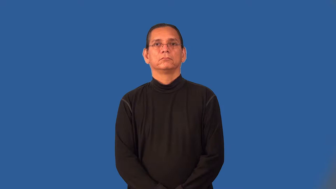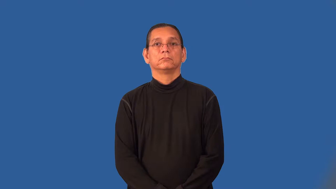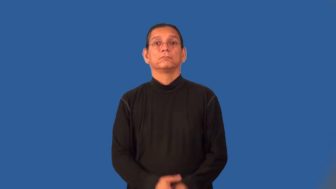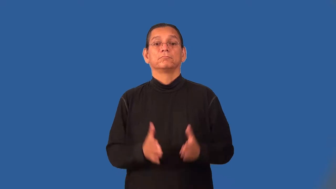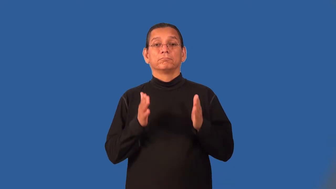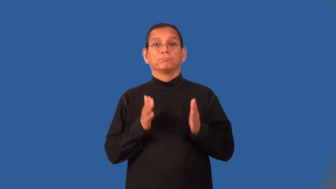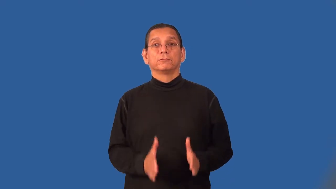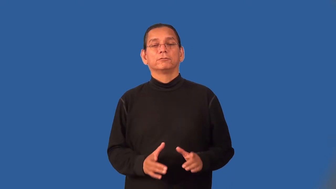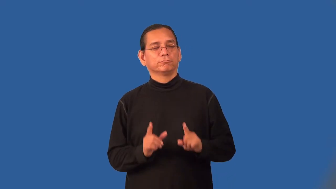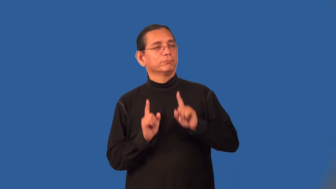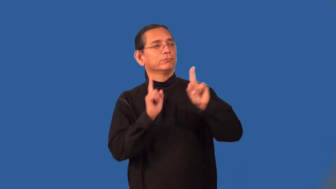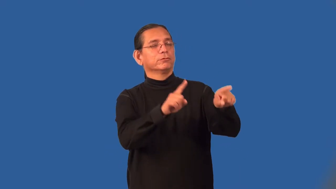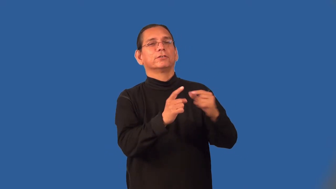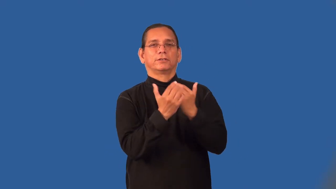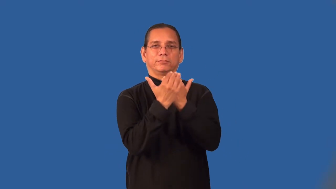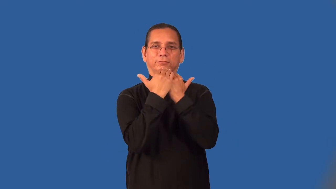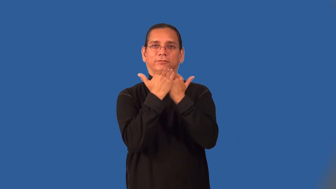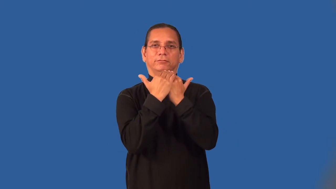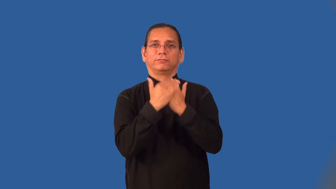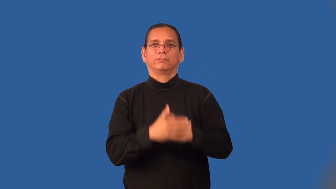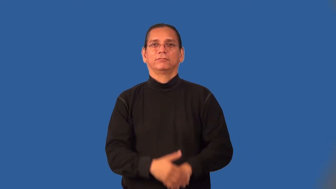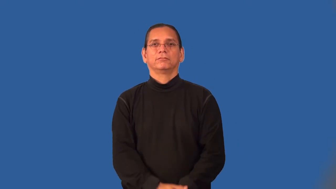picnicker